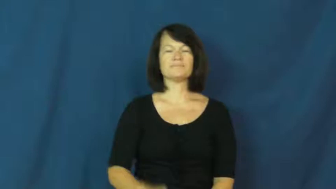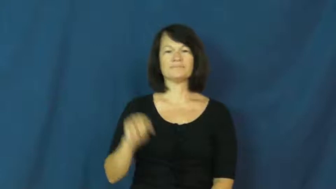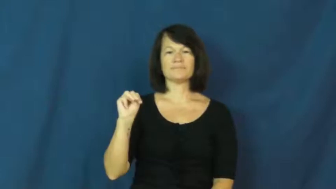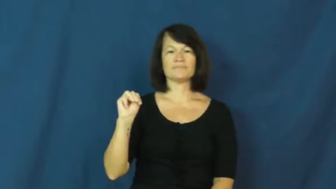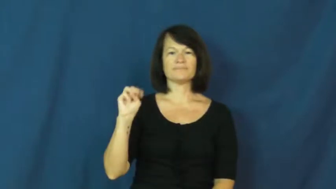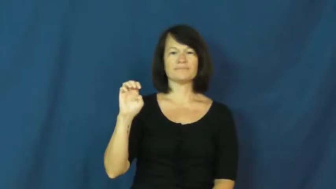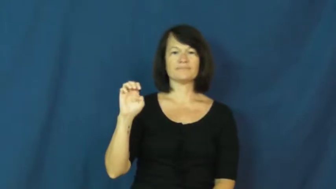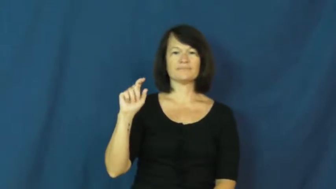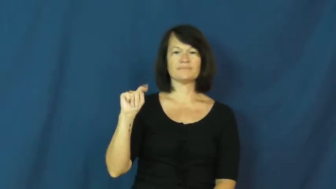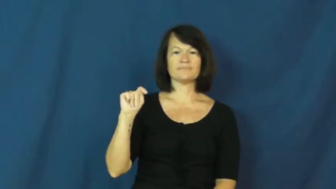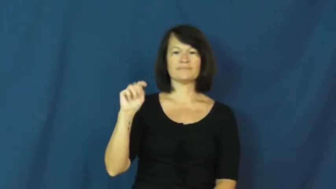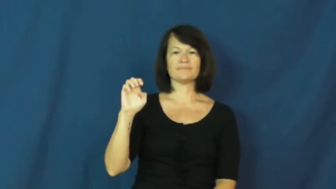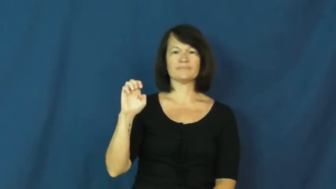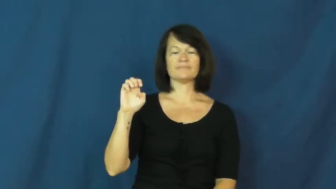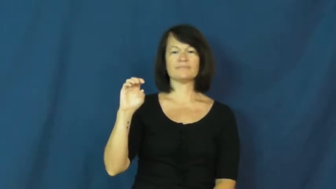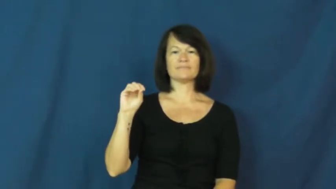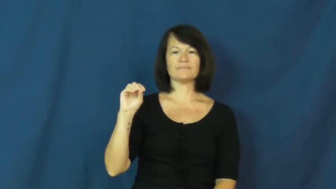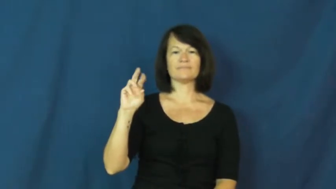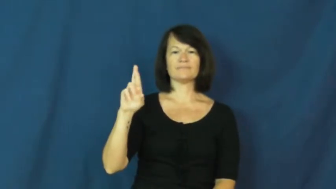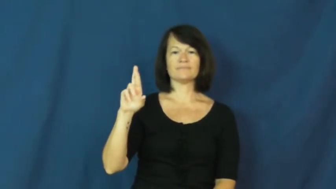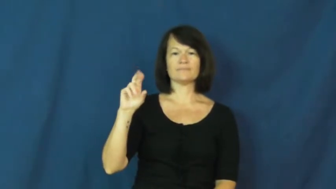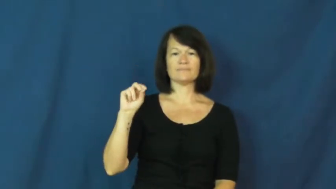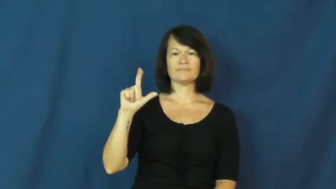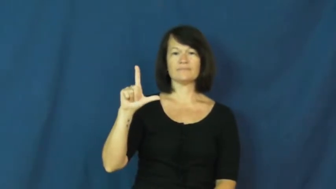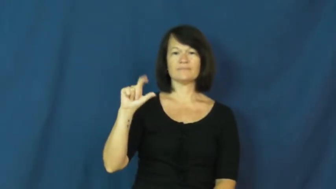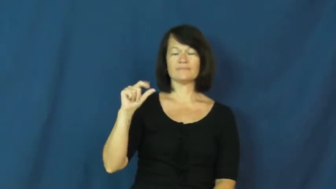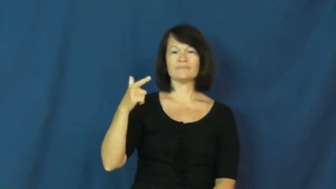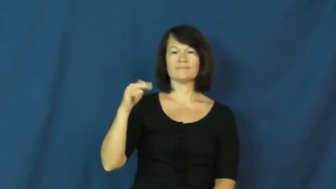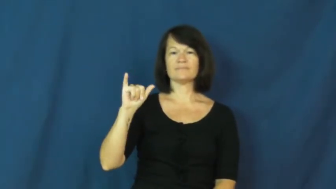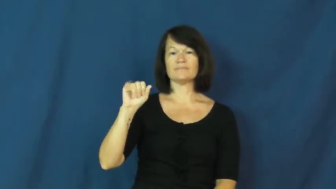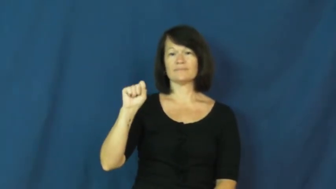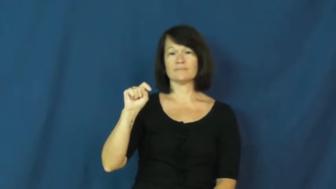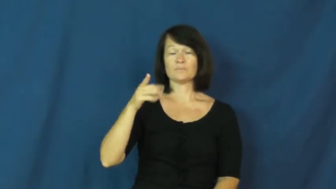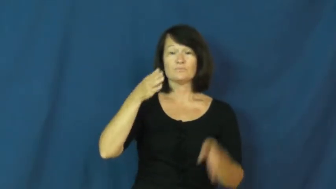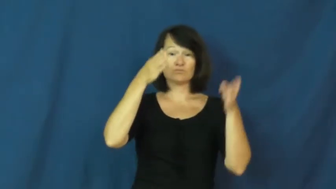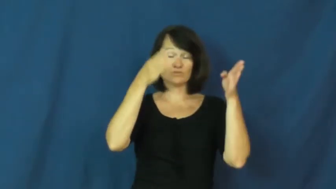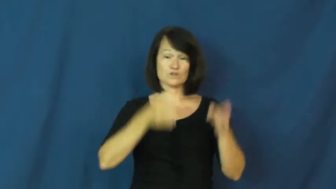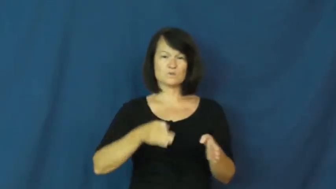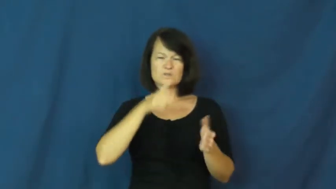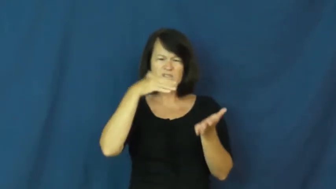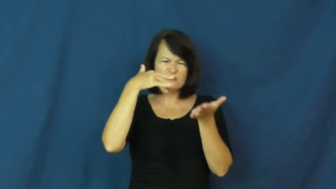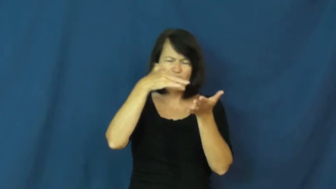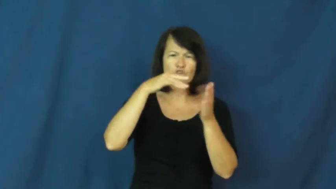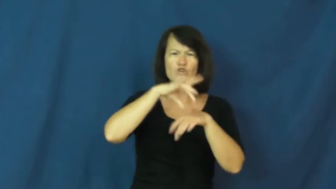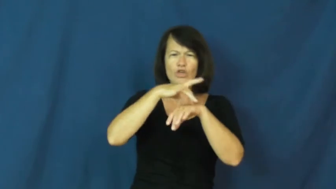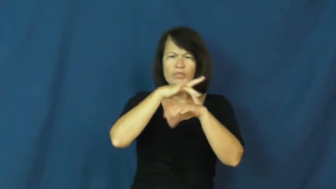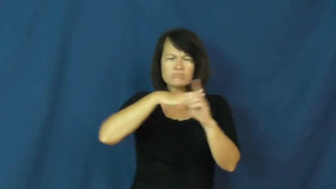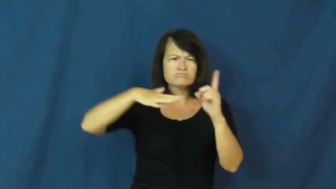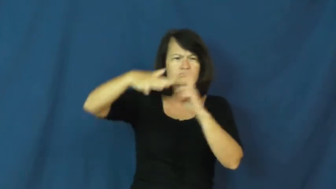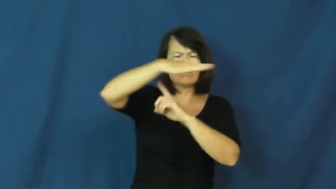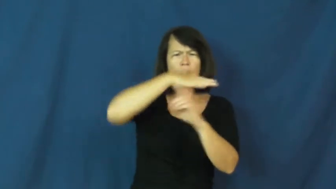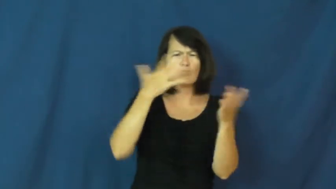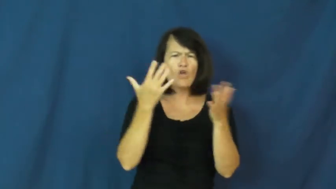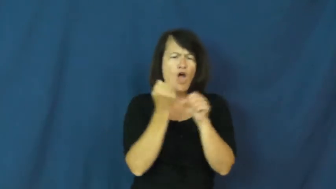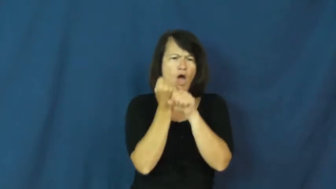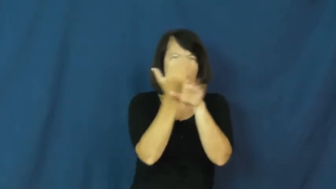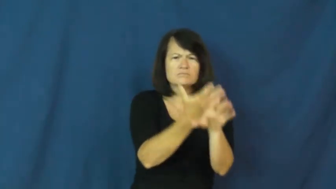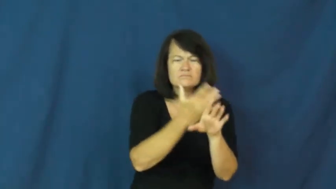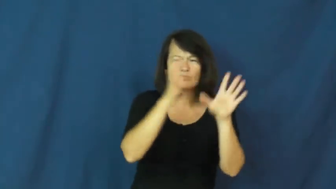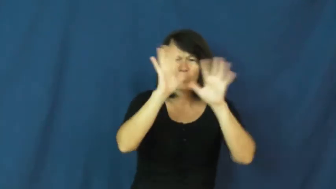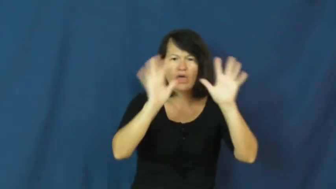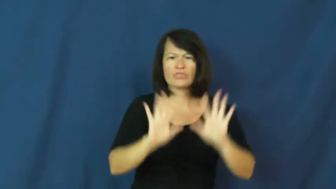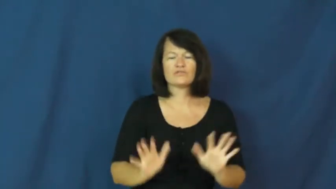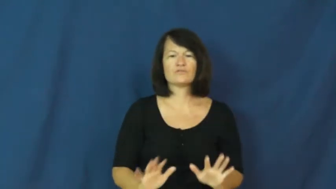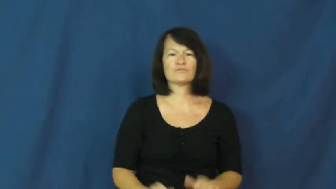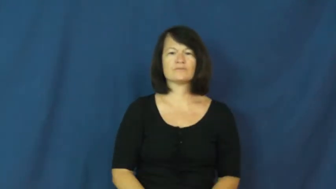meteorologist